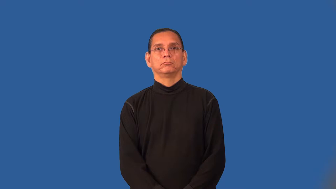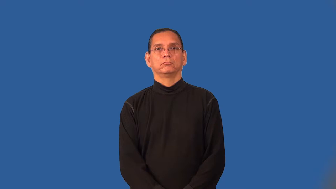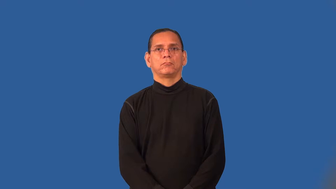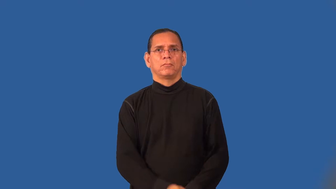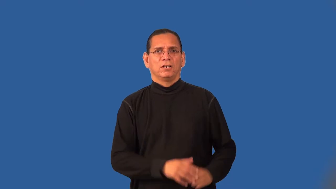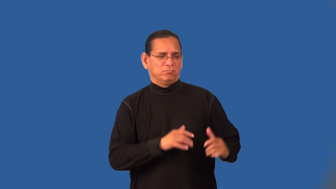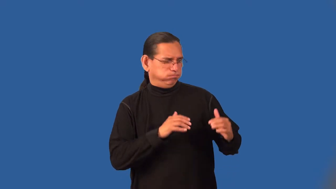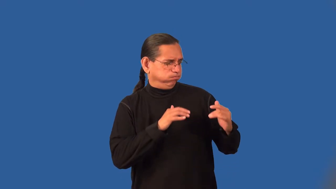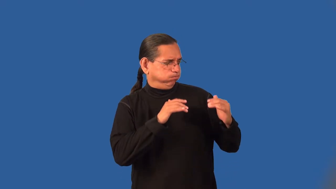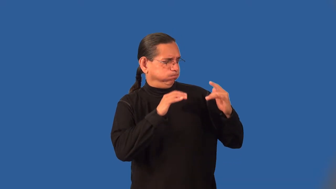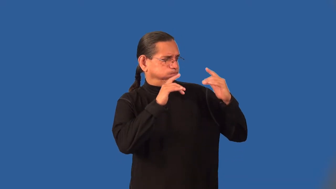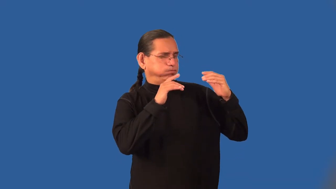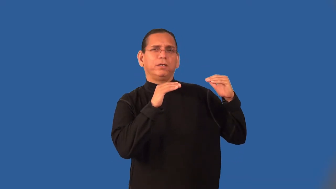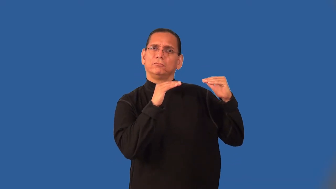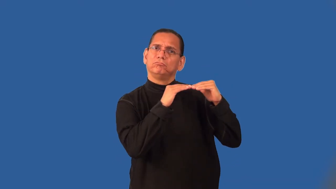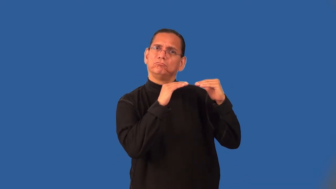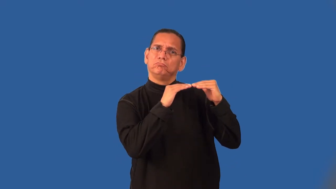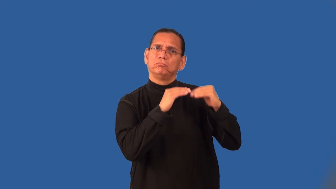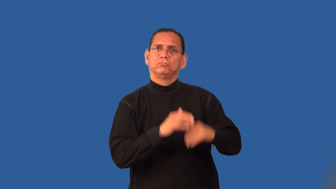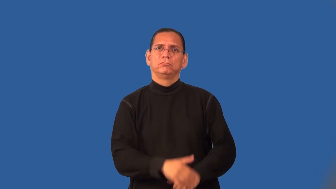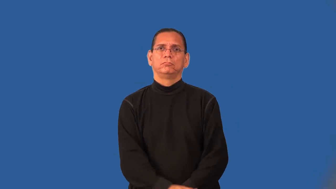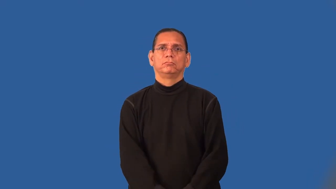rival-be as good as